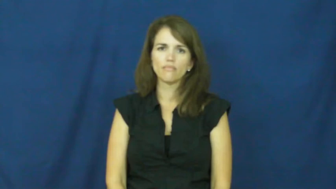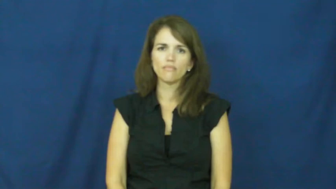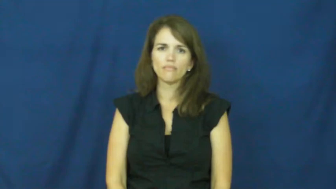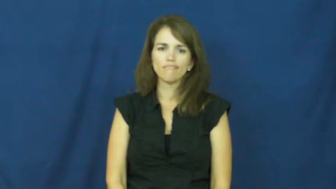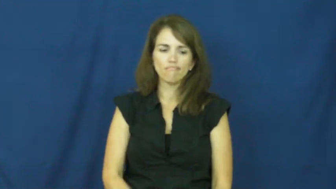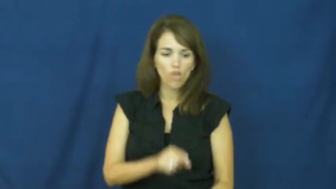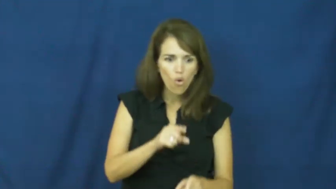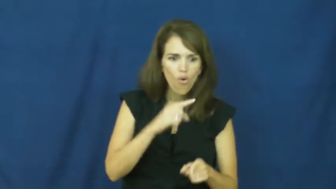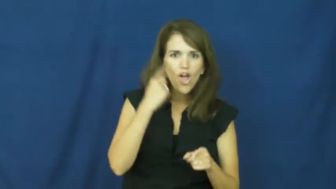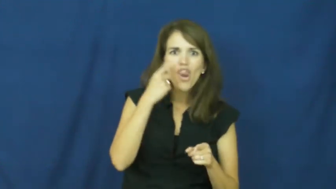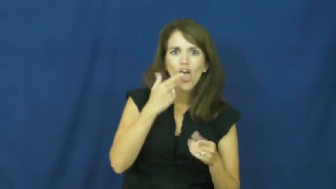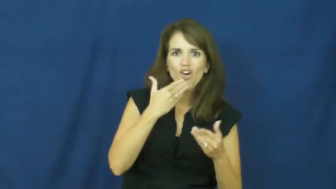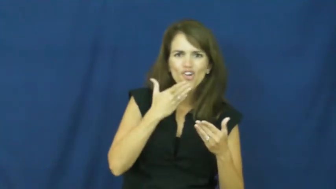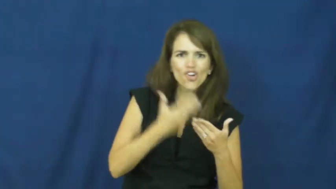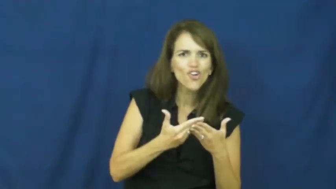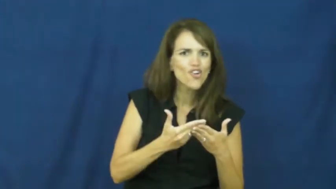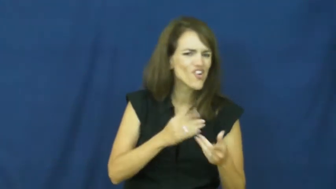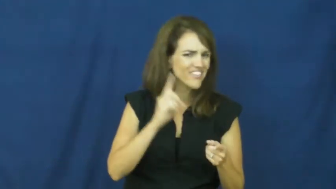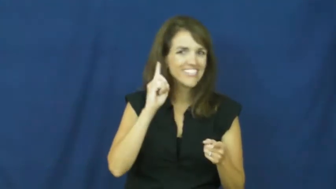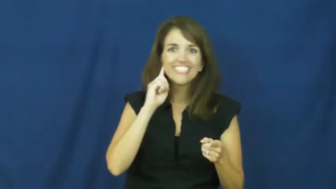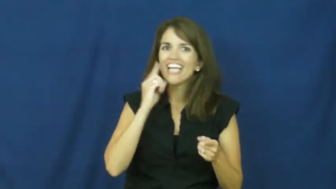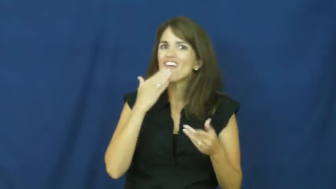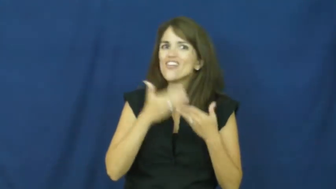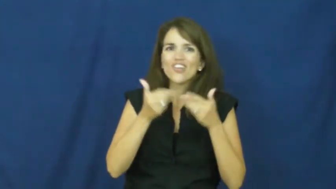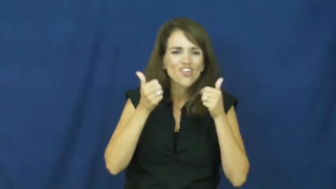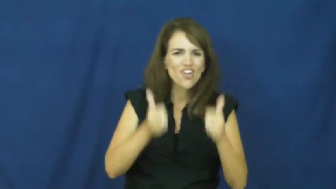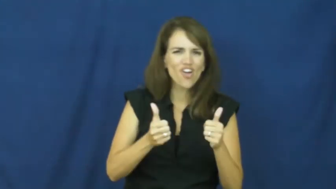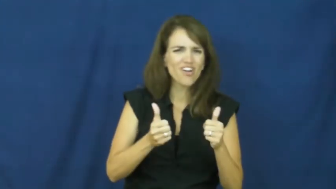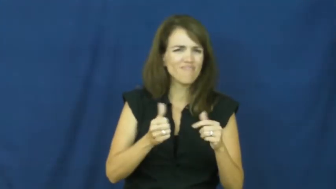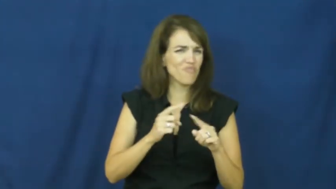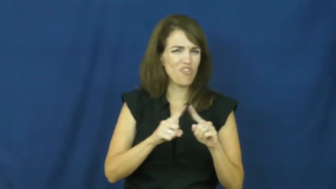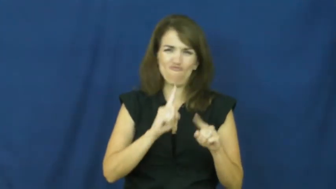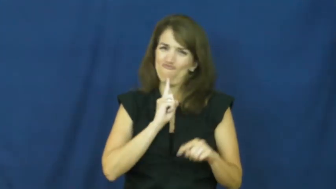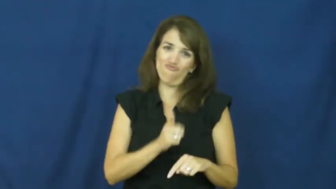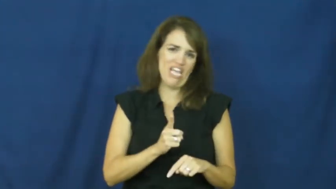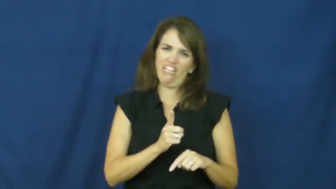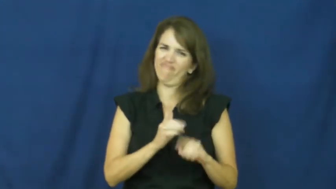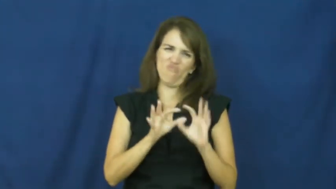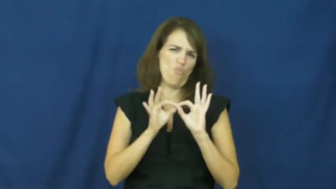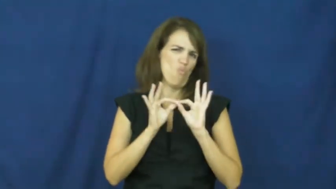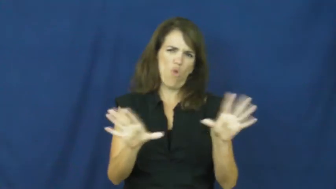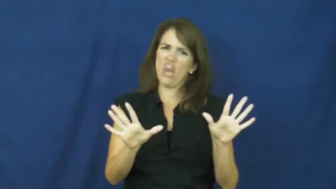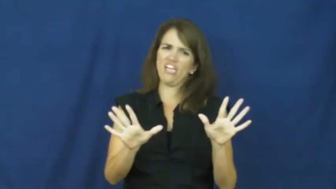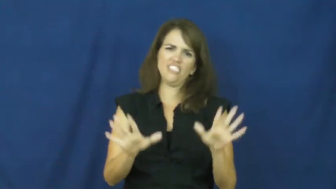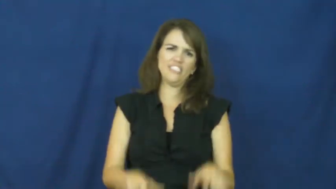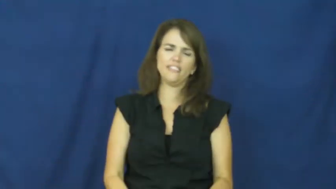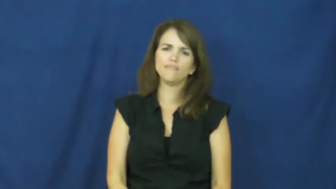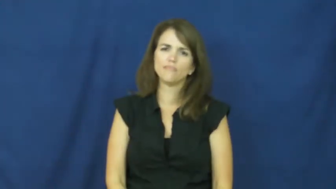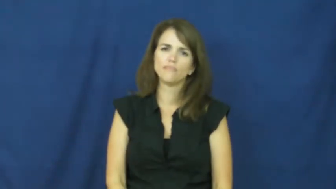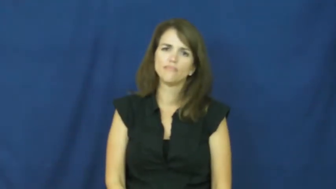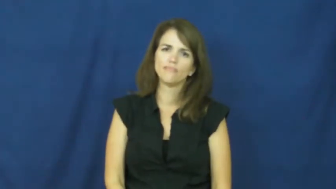"all that glitters is not gold"